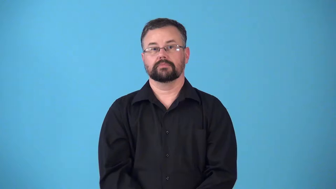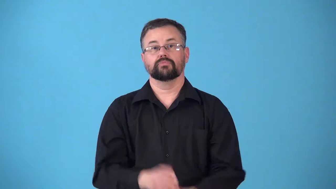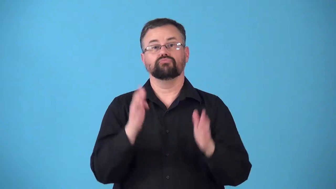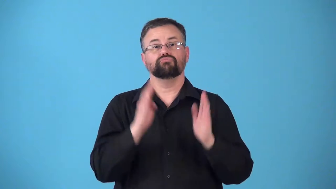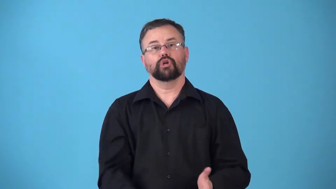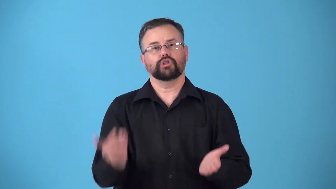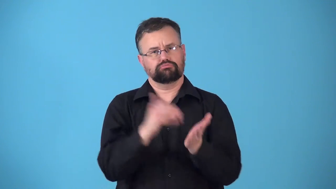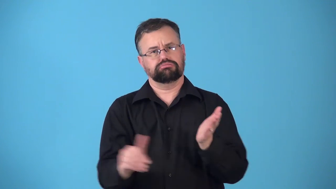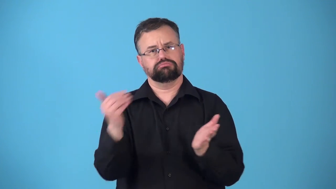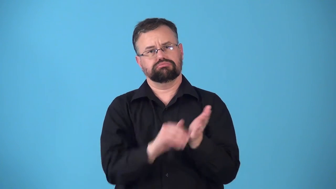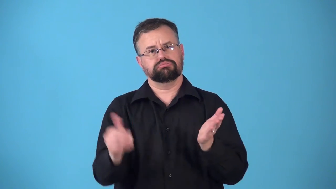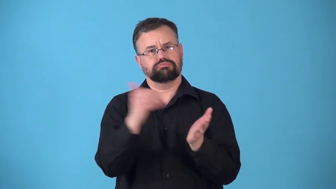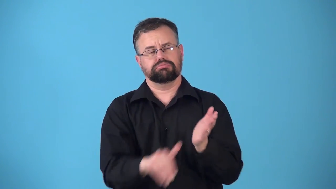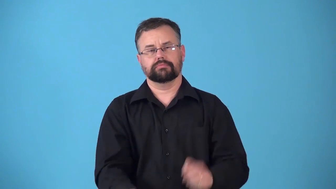repeater